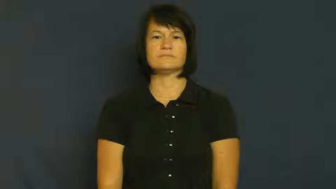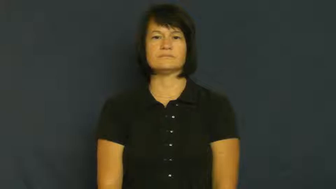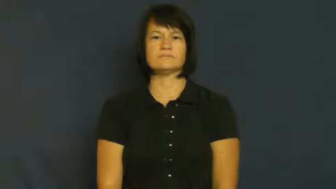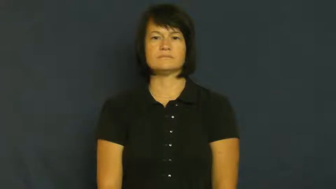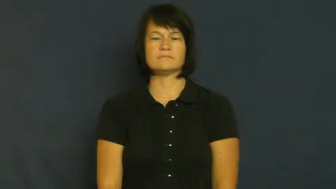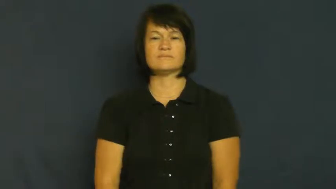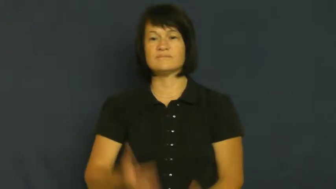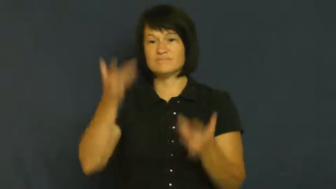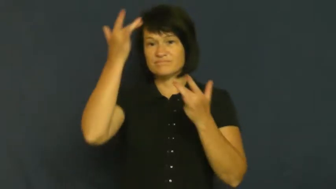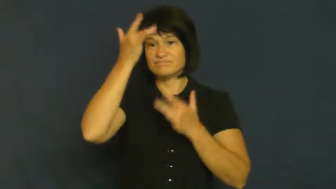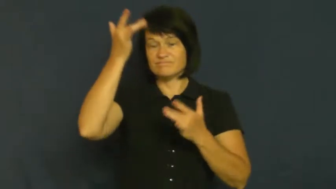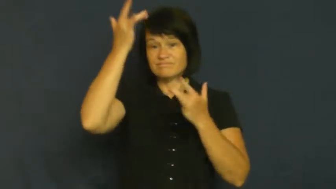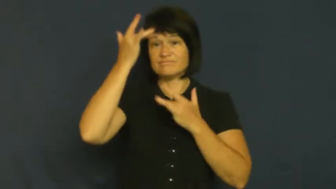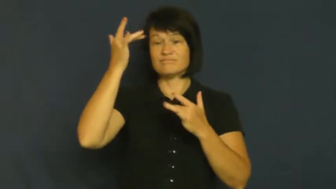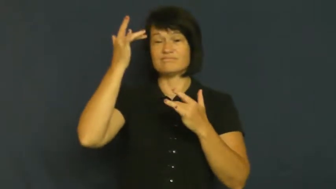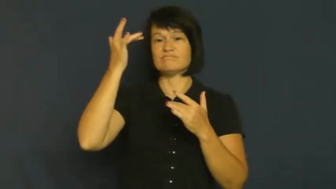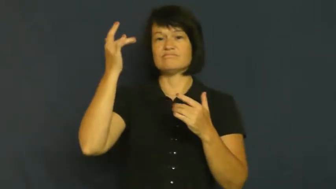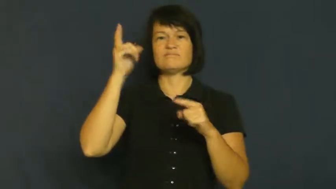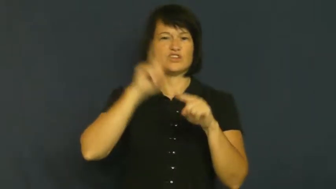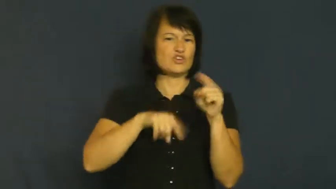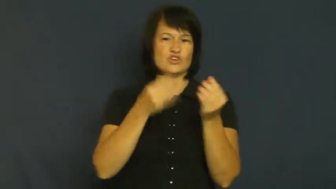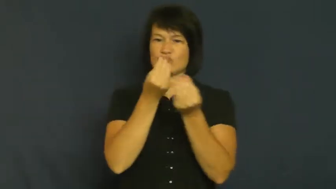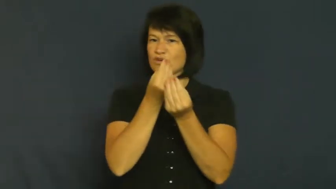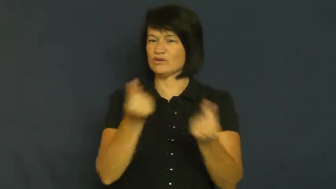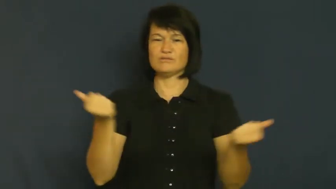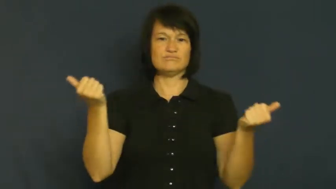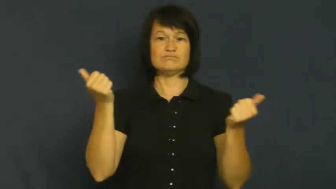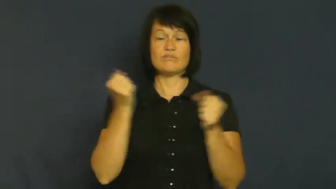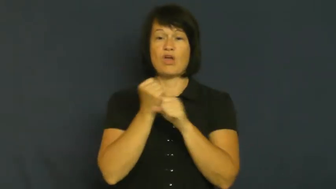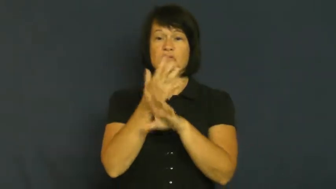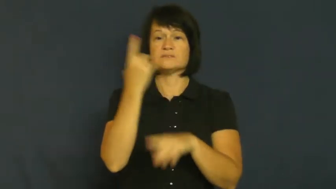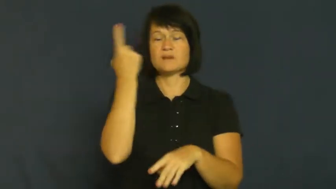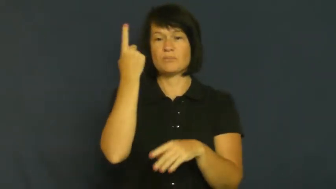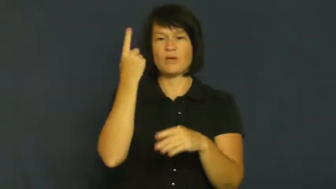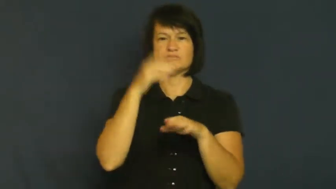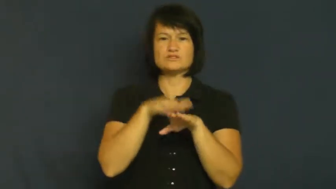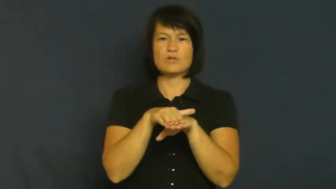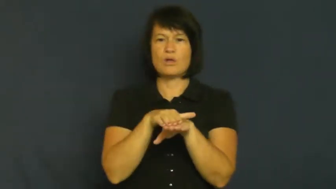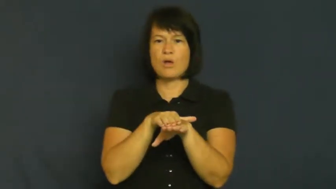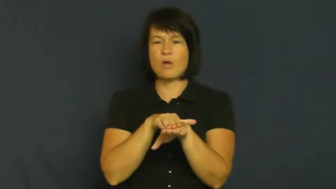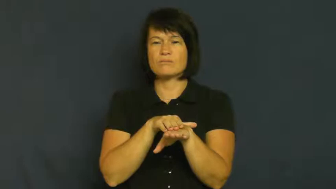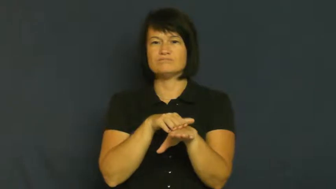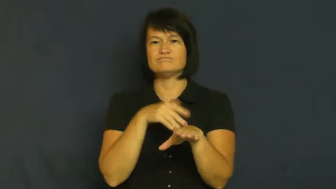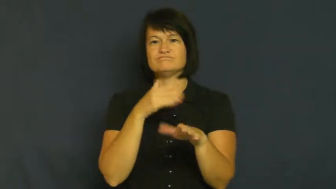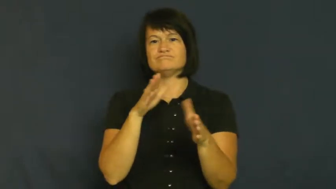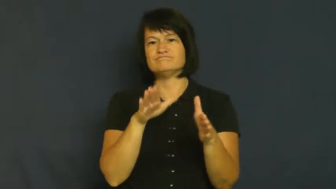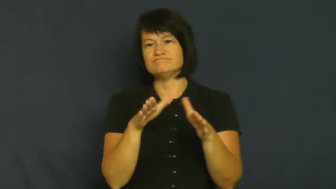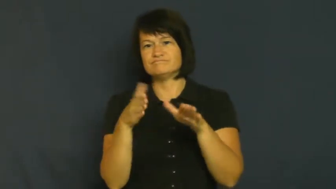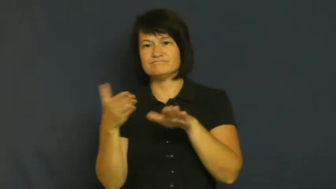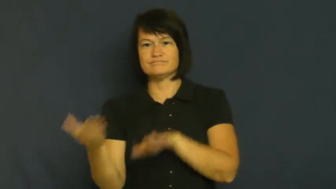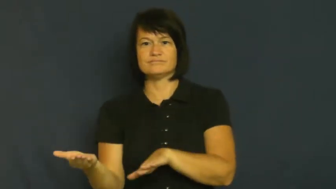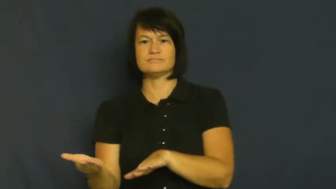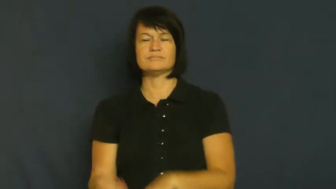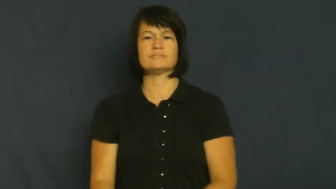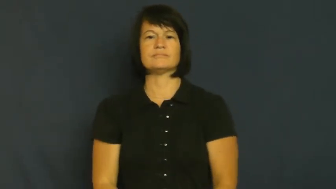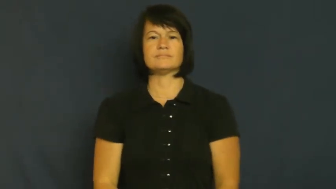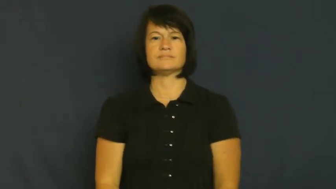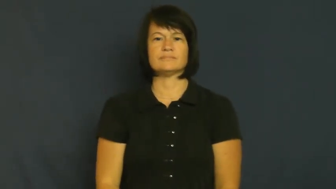terminal-will die